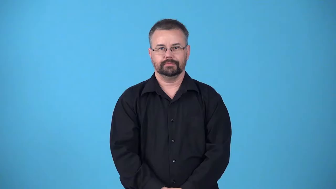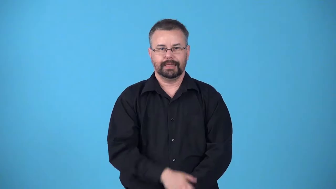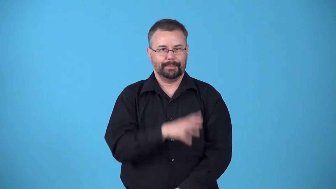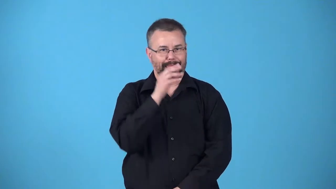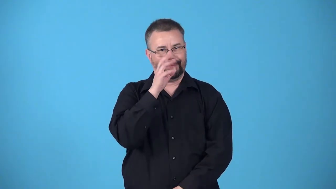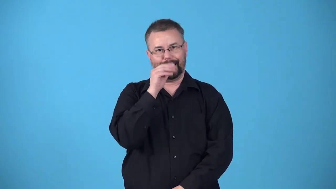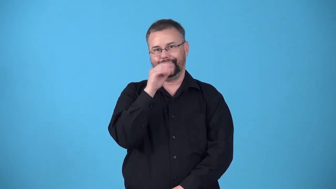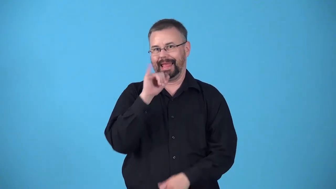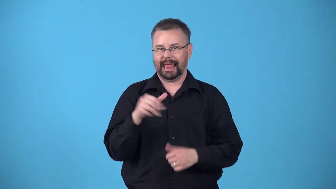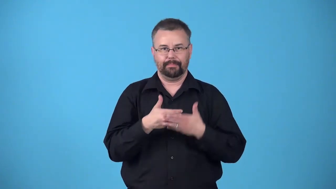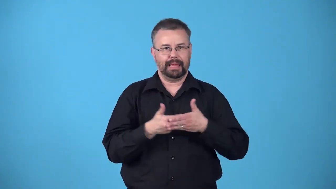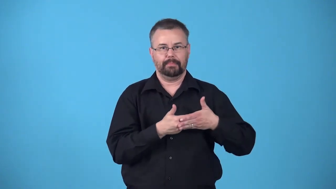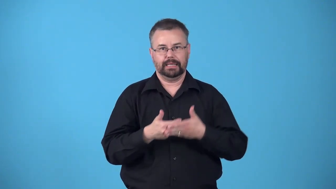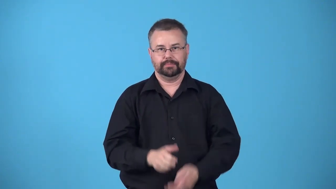babytalk-simple talk